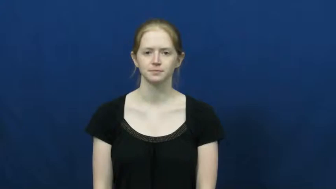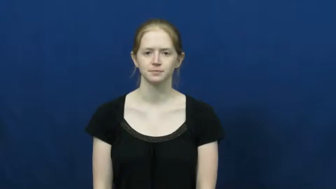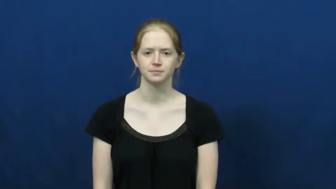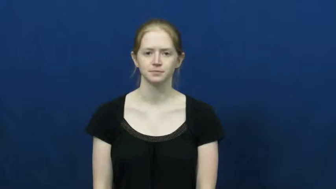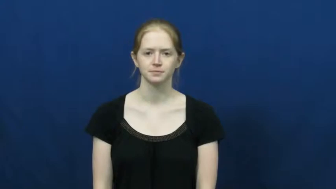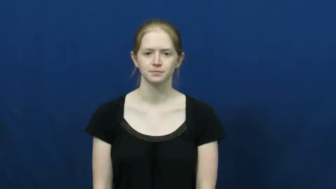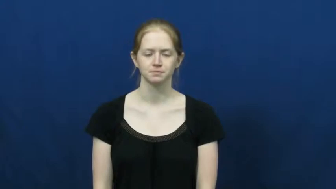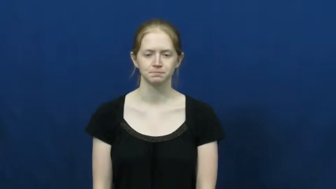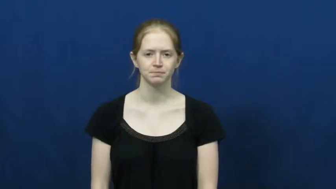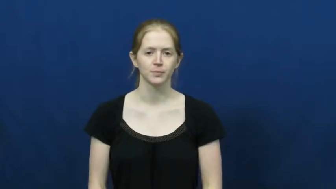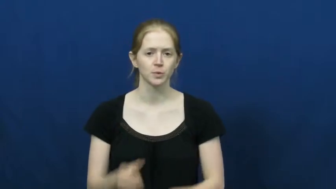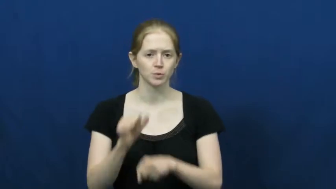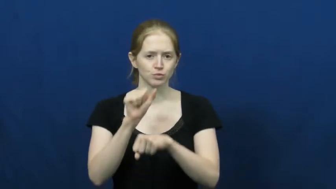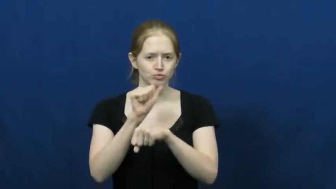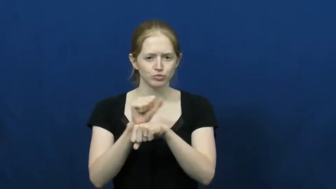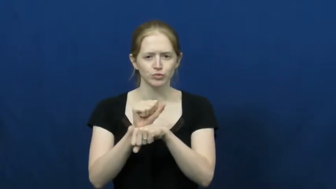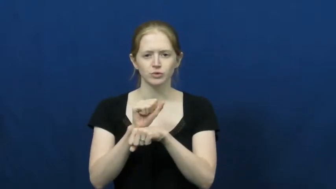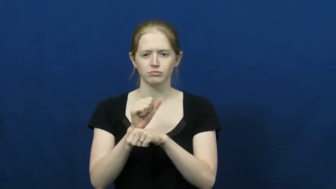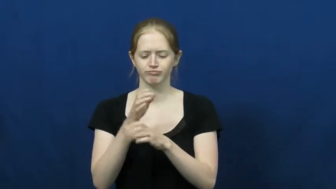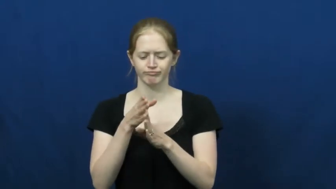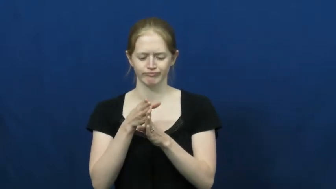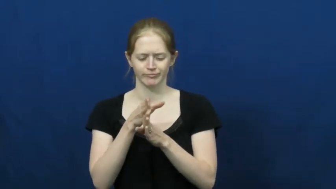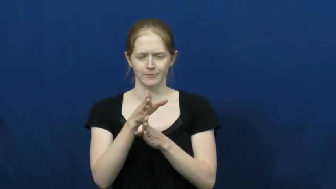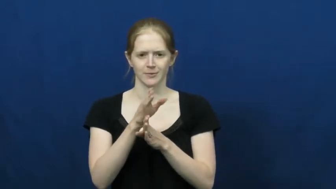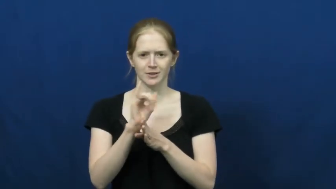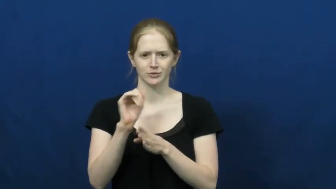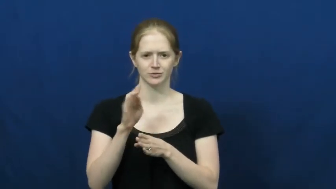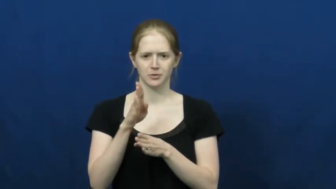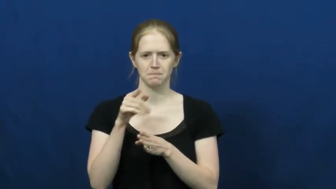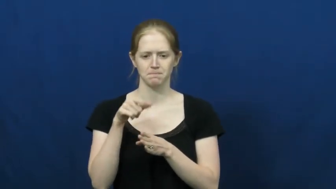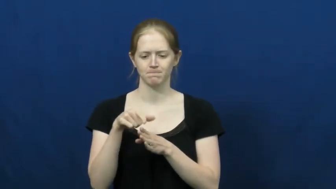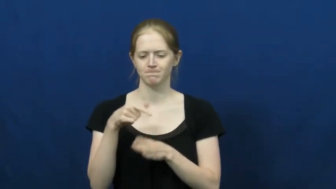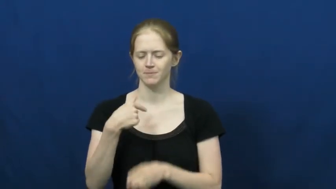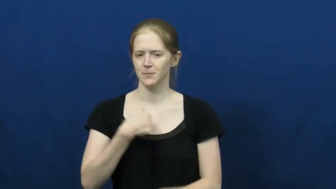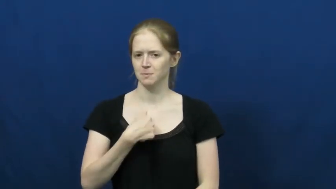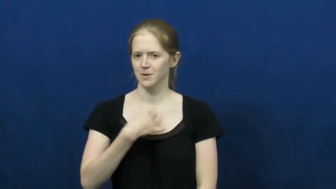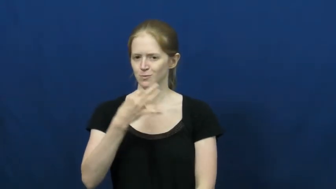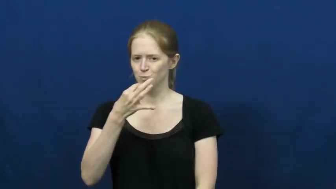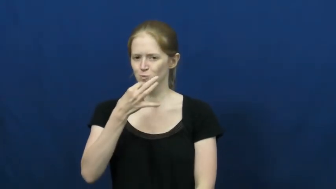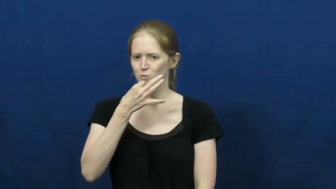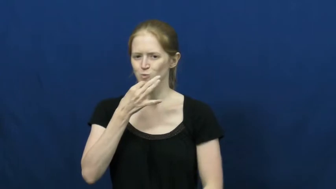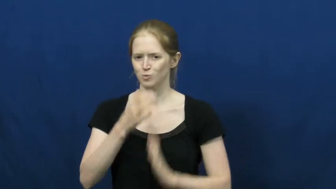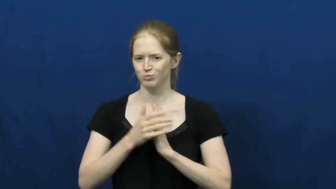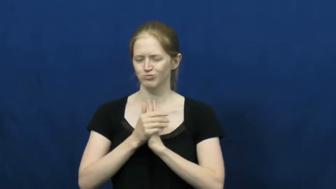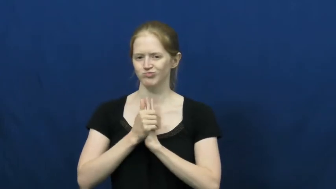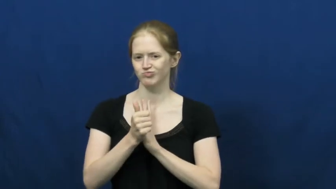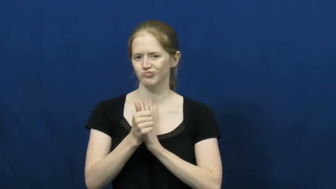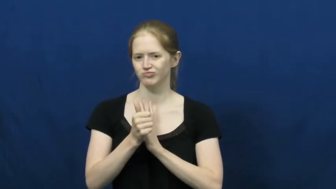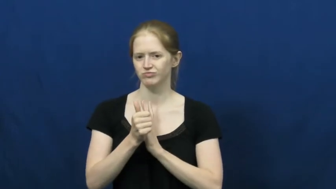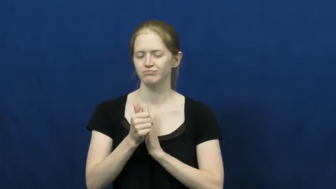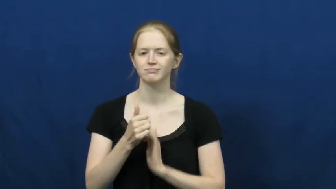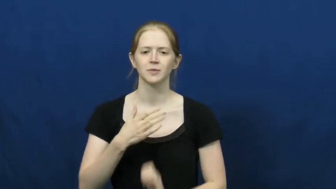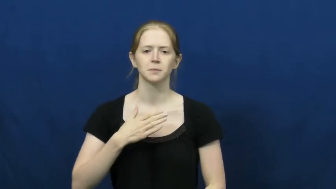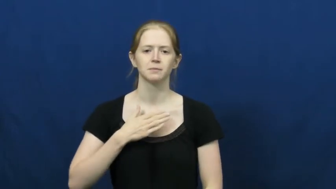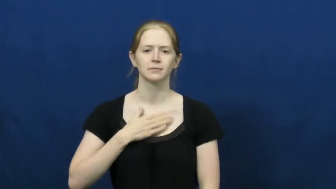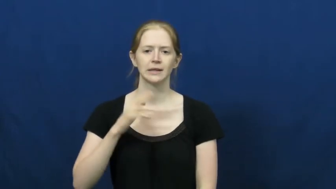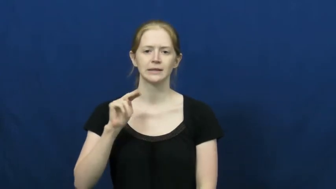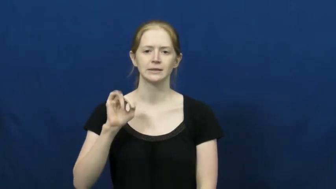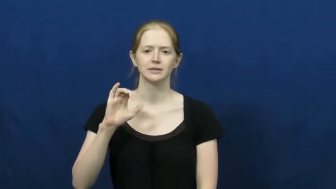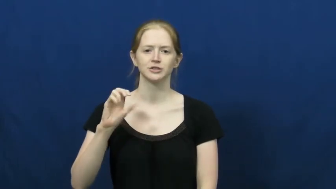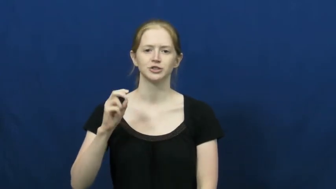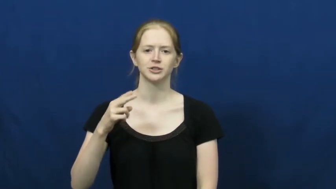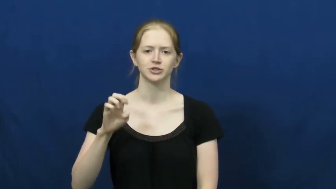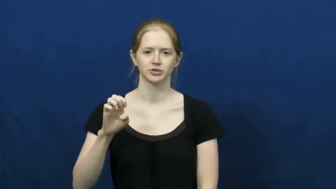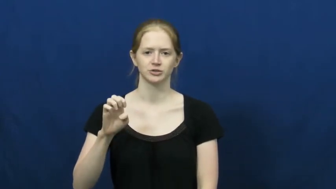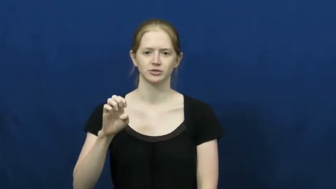niche-skill area